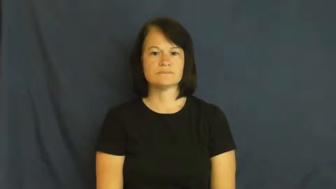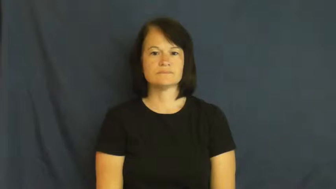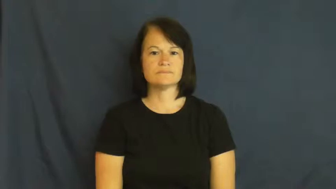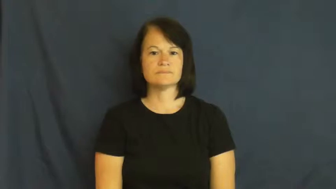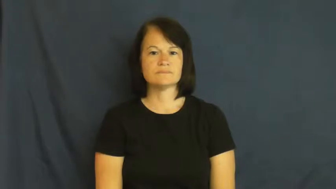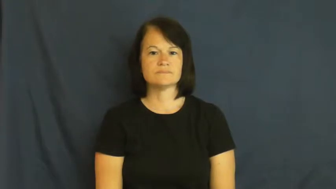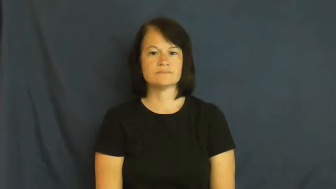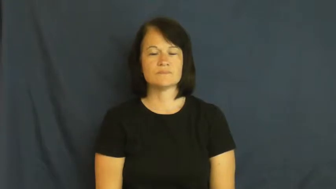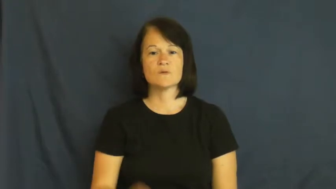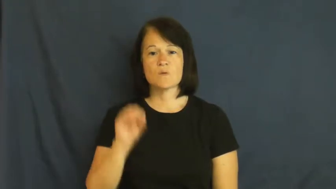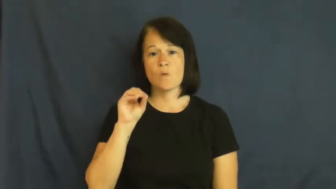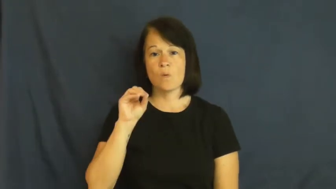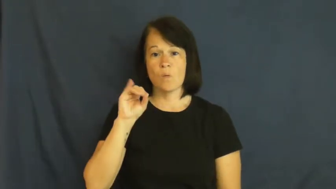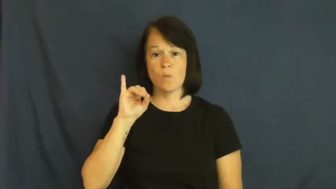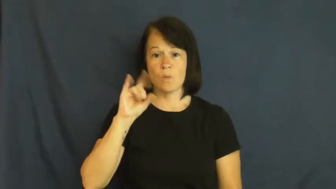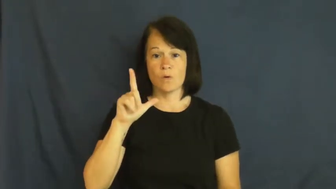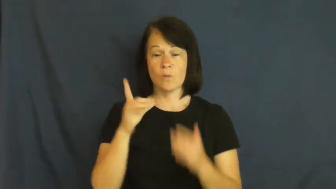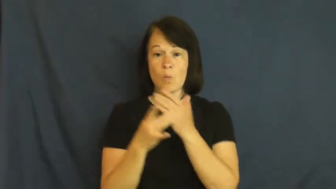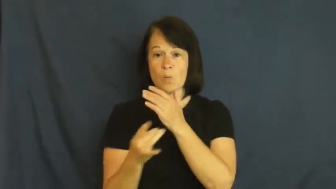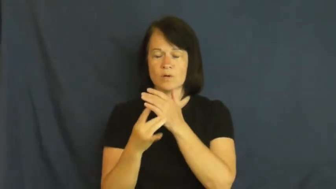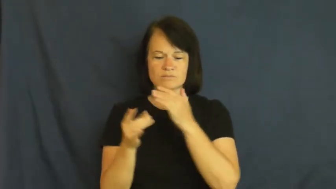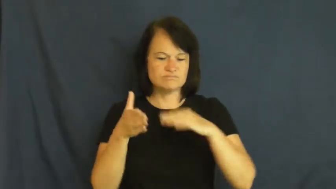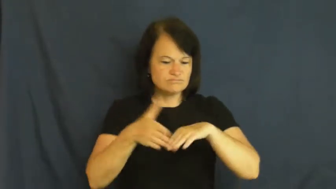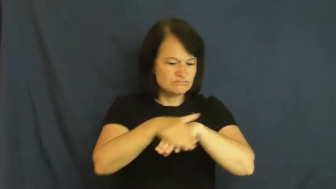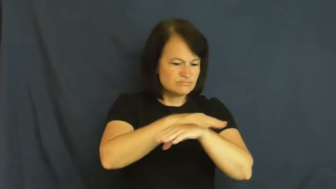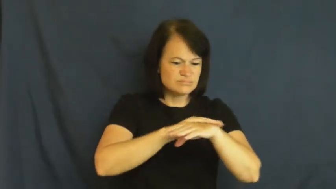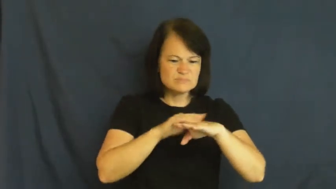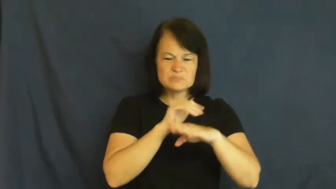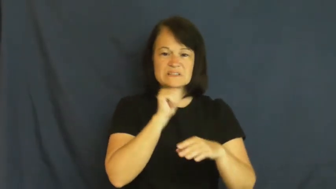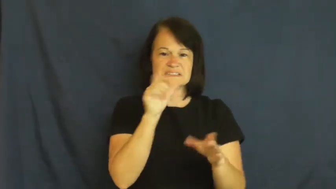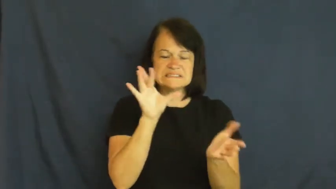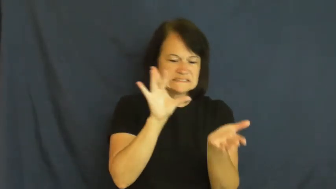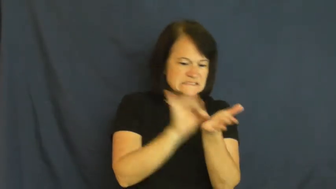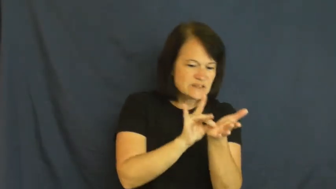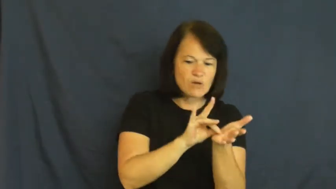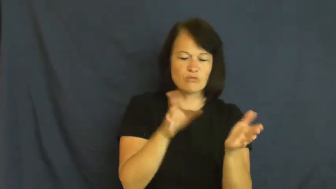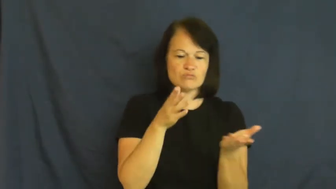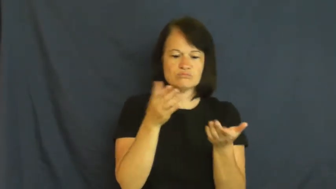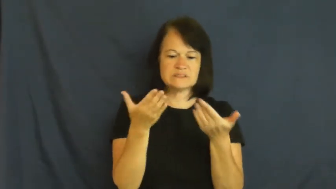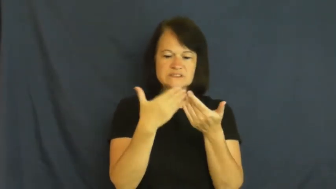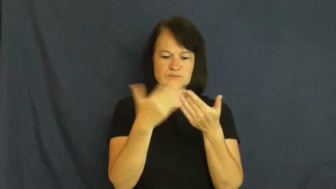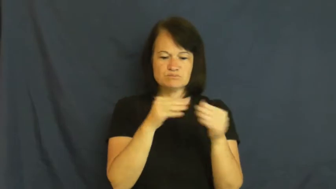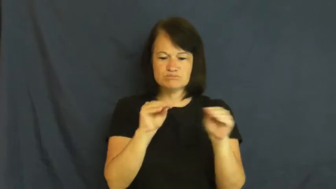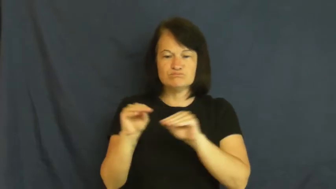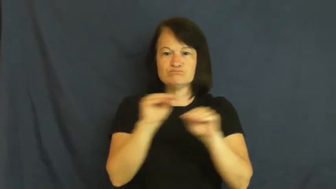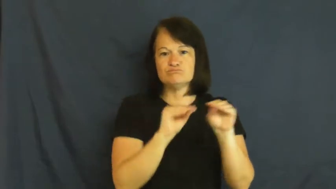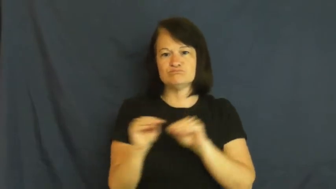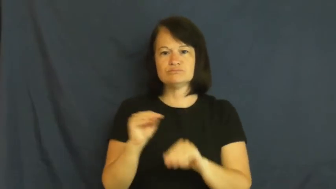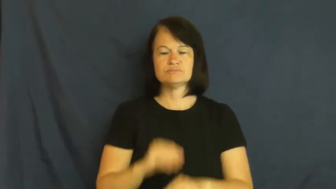oil-verb